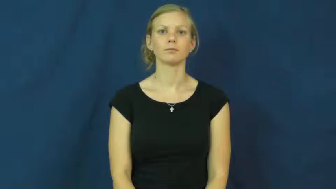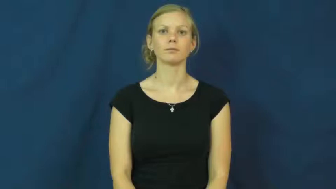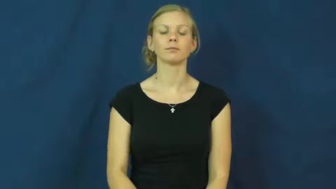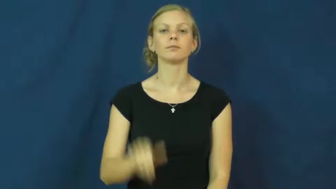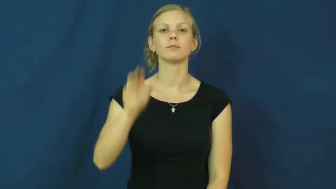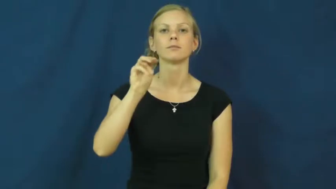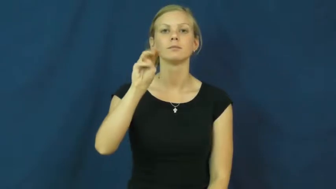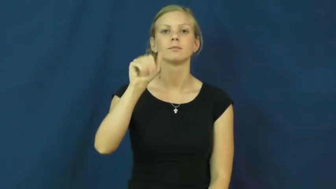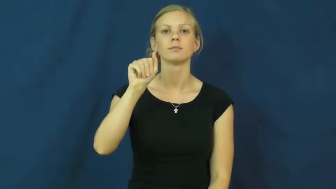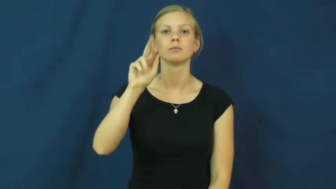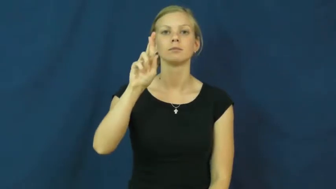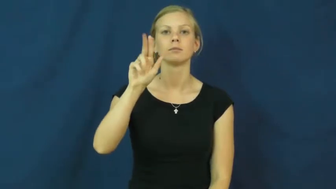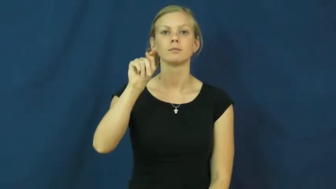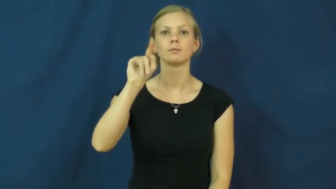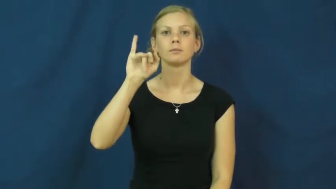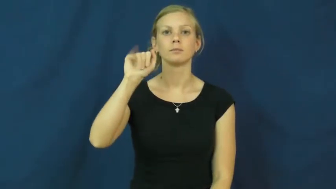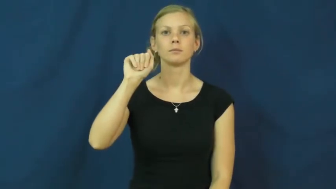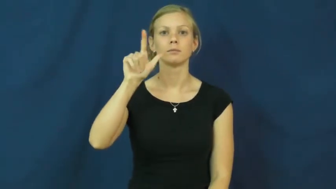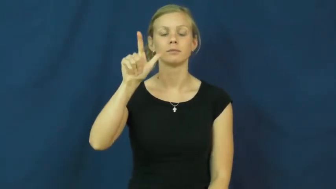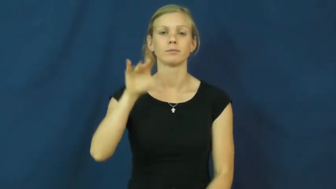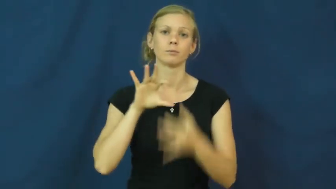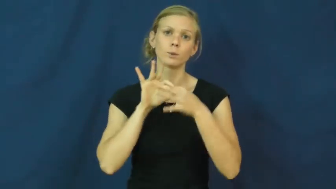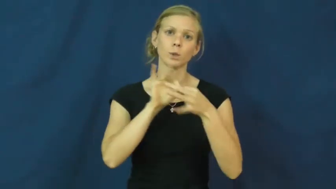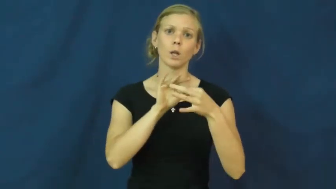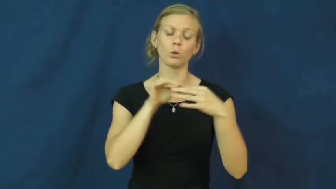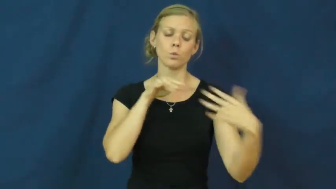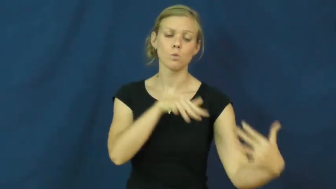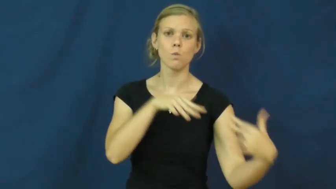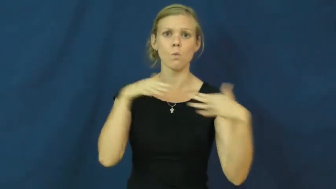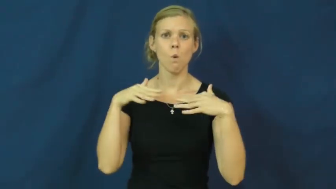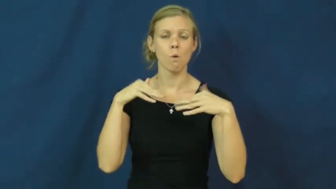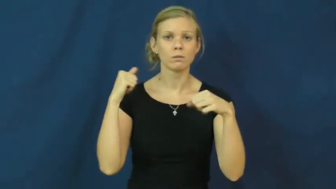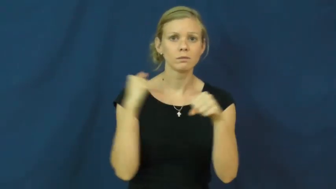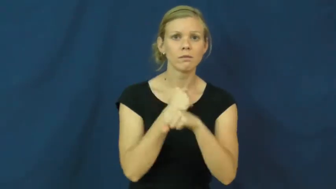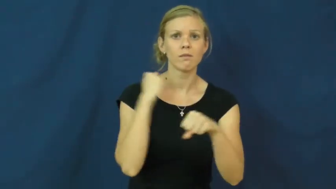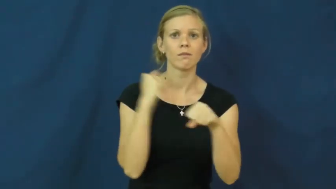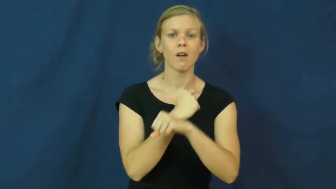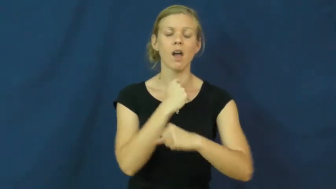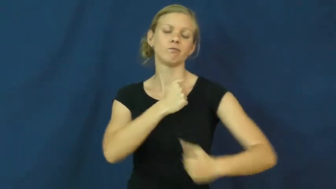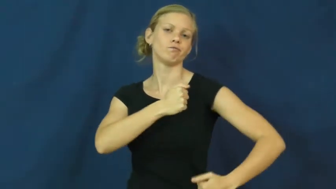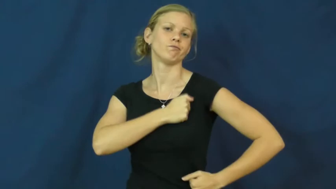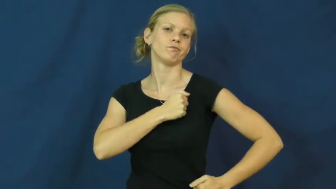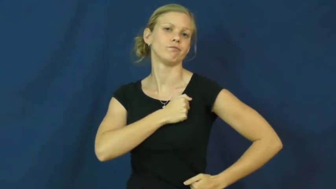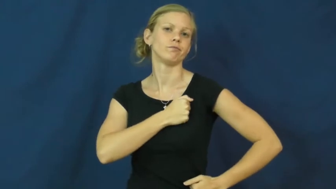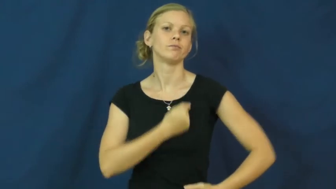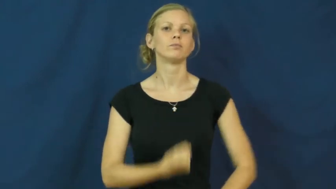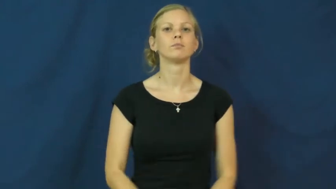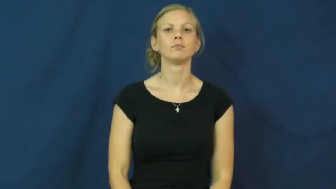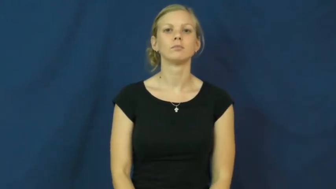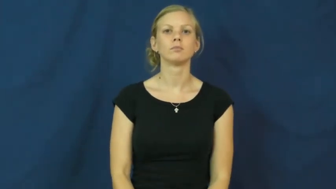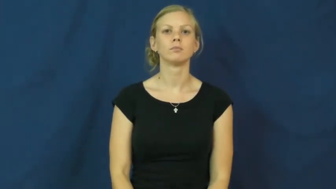martial